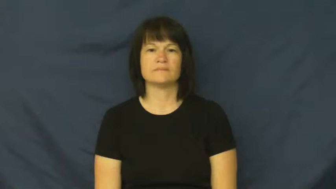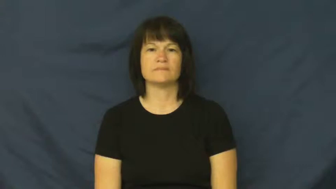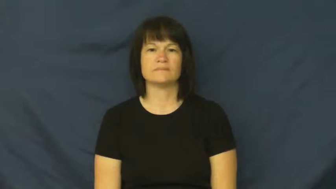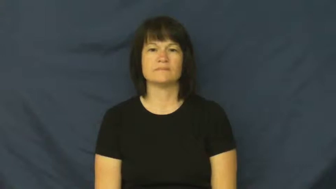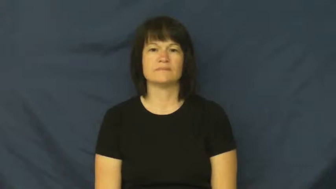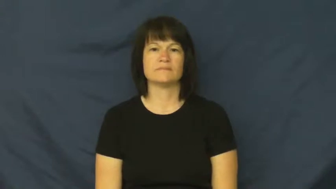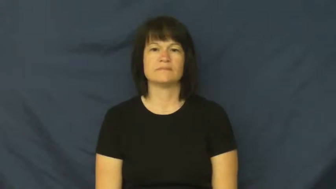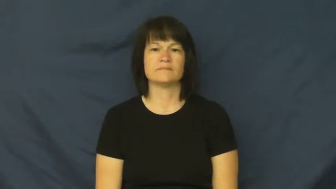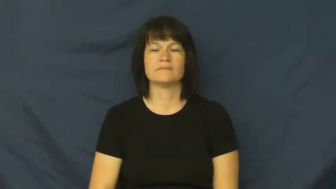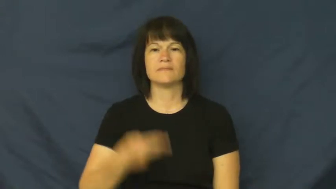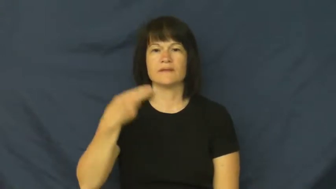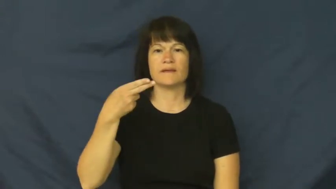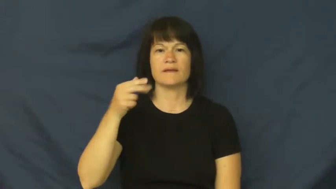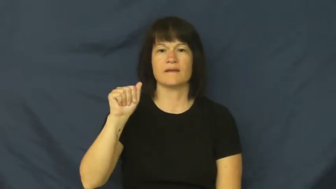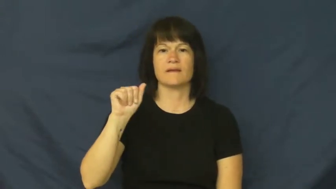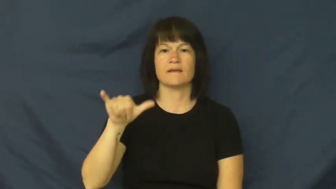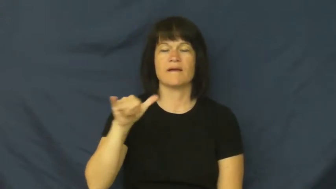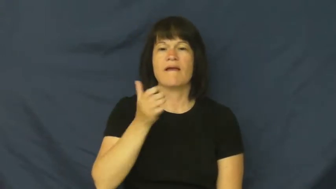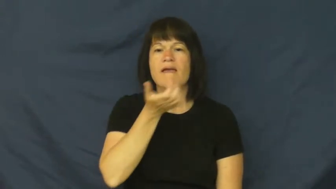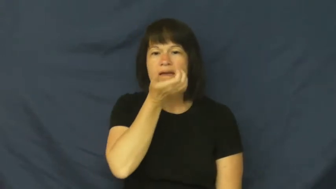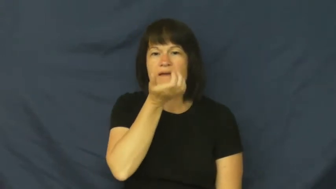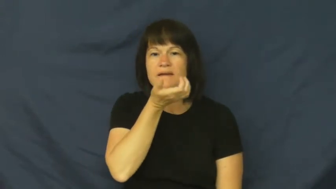hay